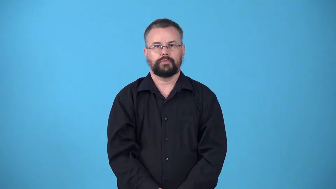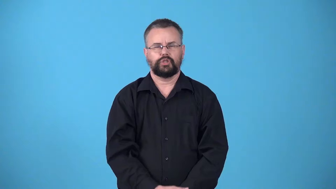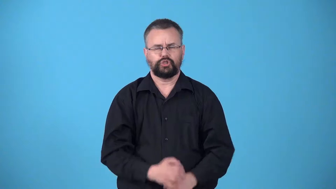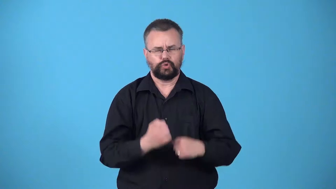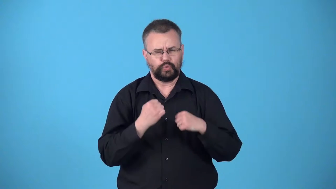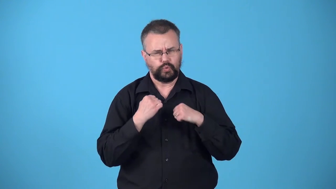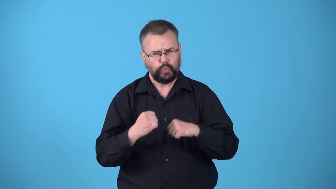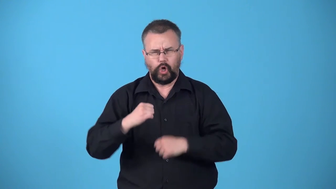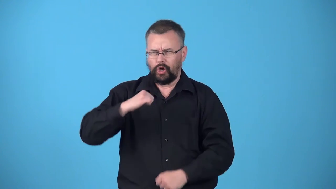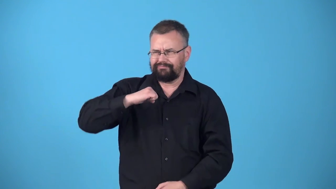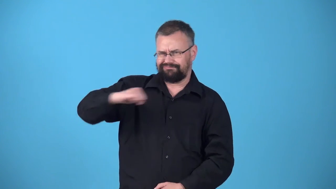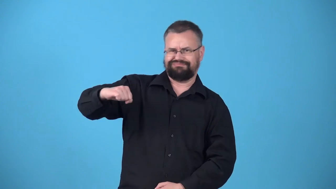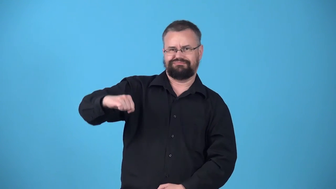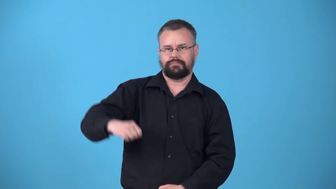willpower-strength to resist